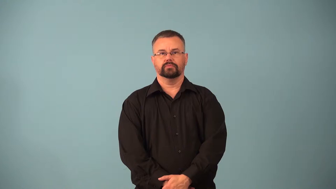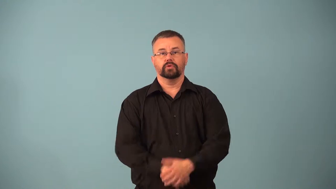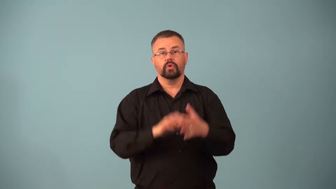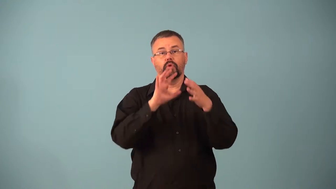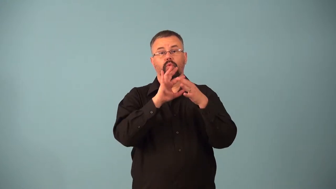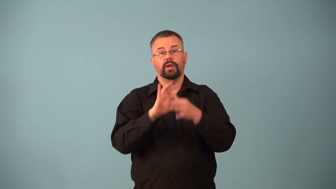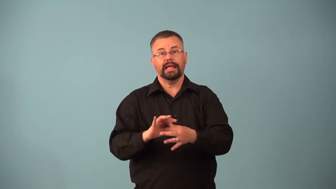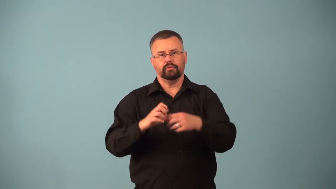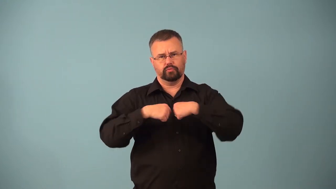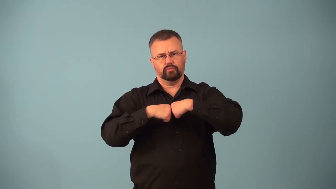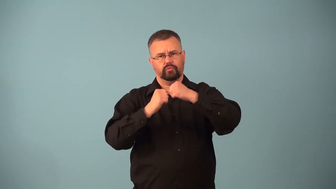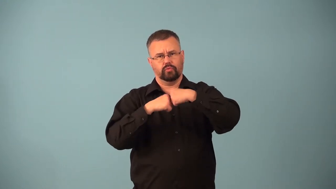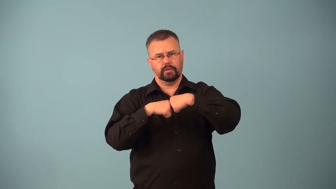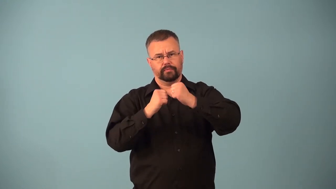articular